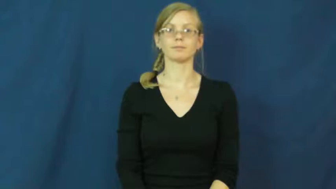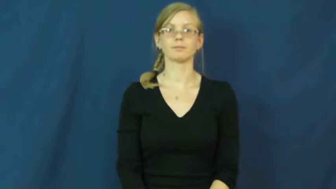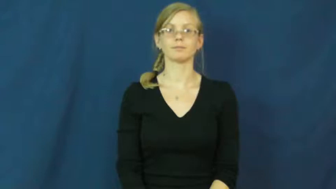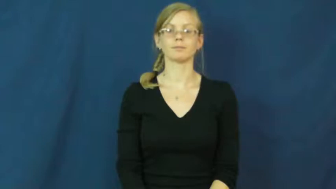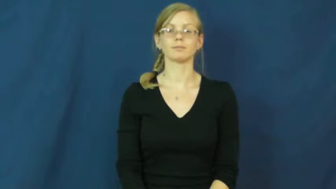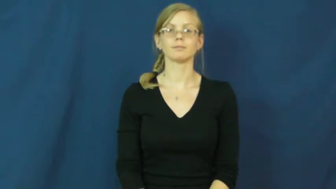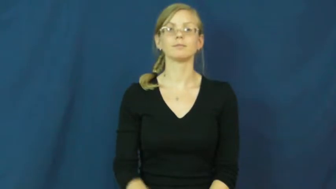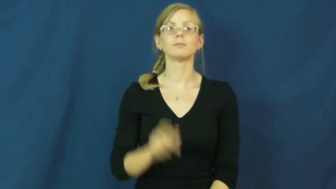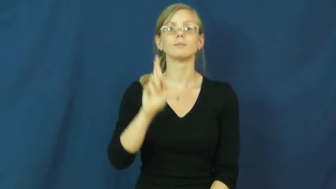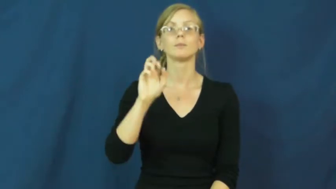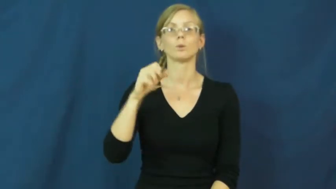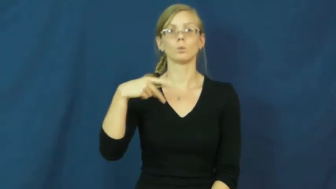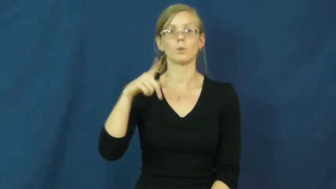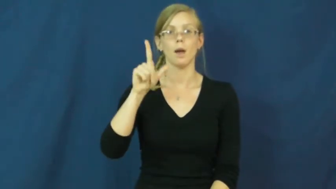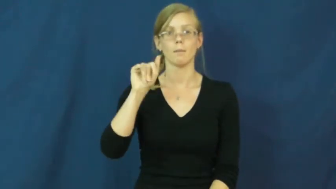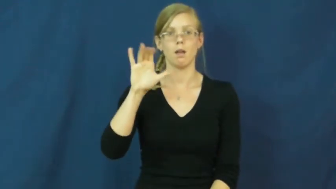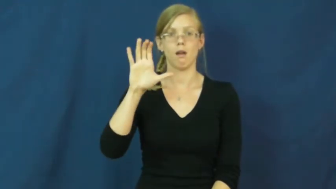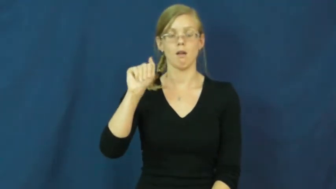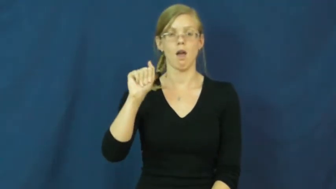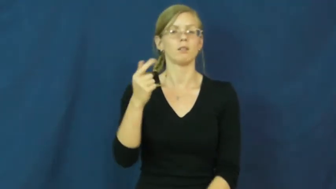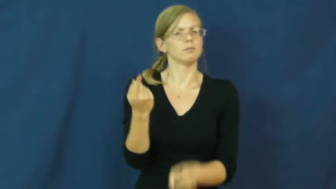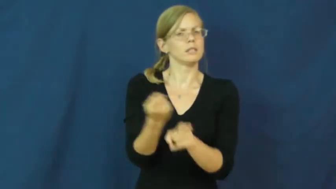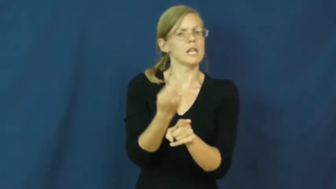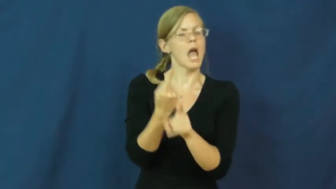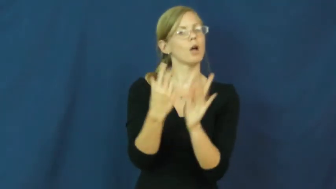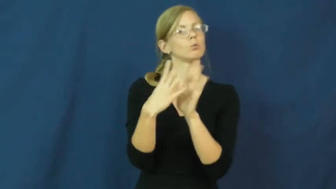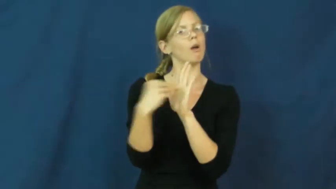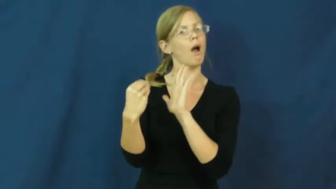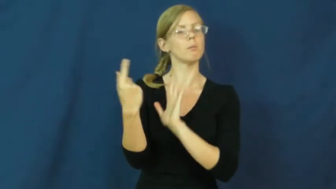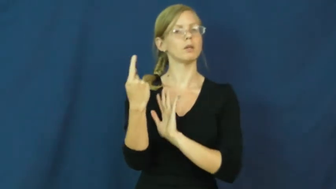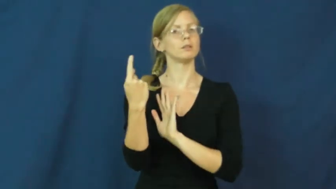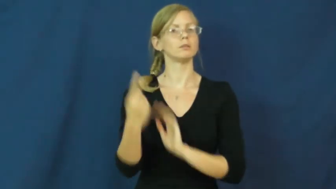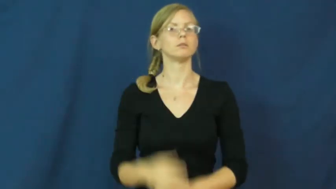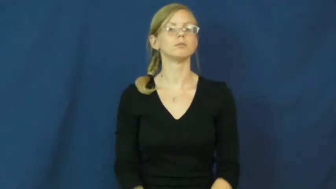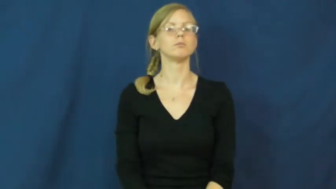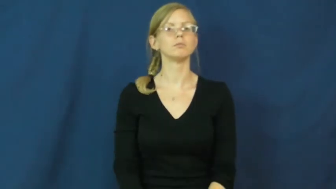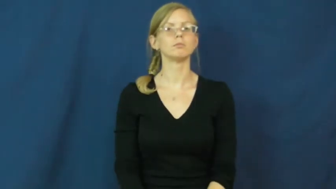replica